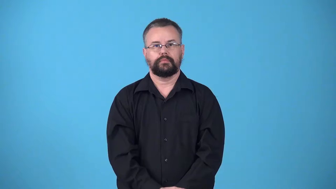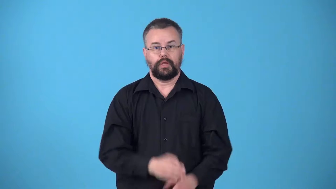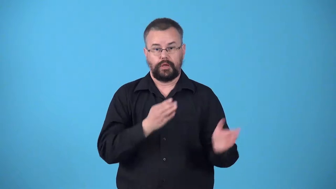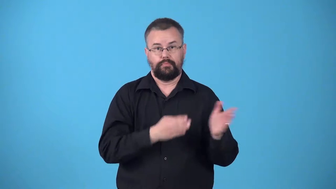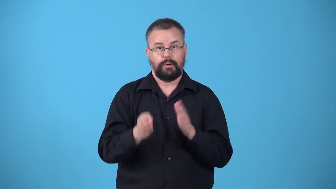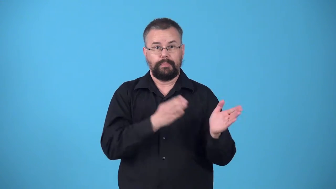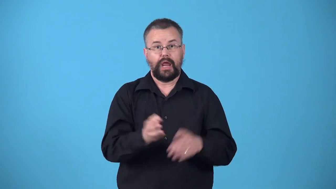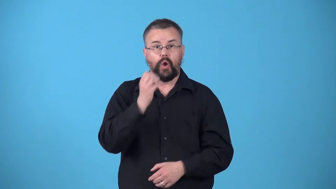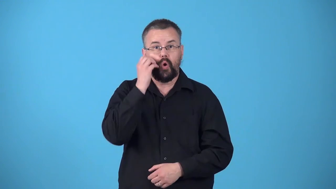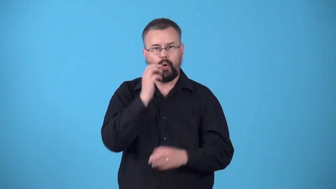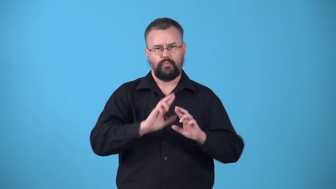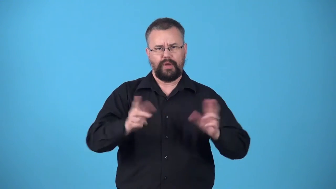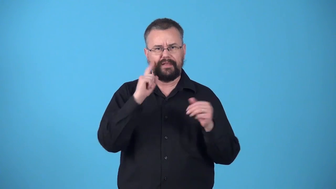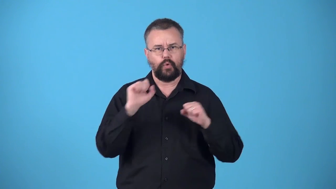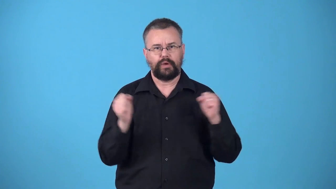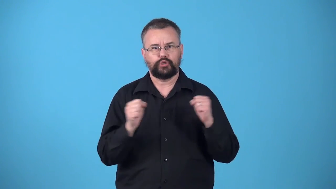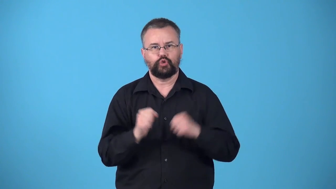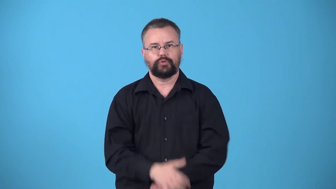winterize